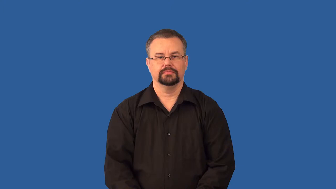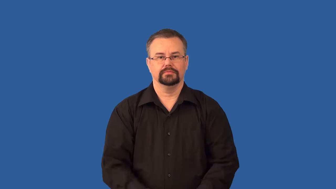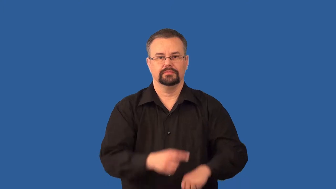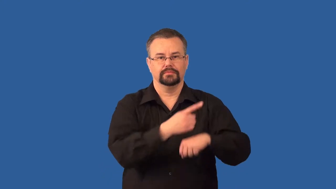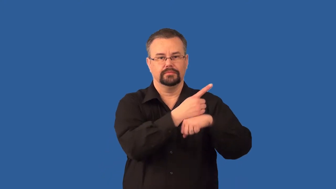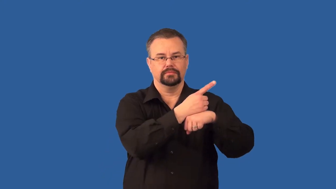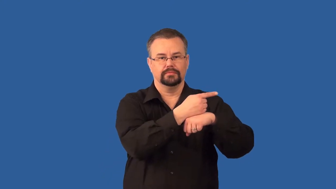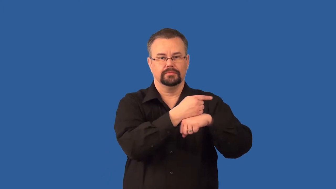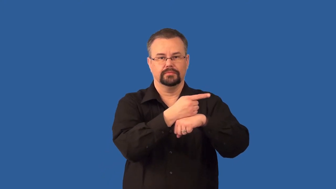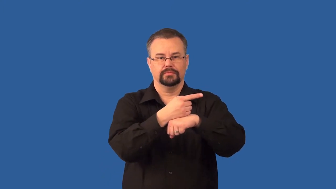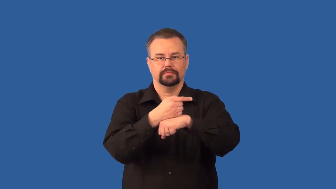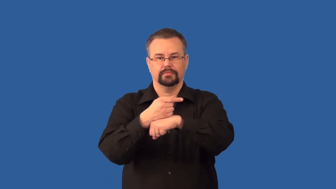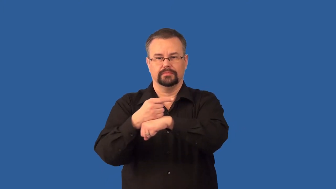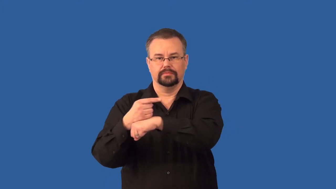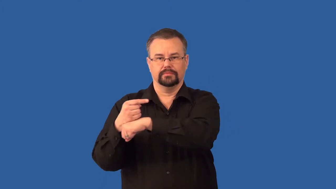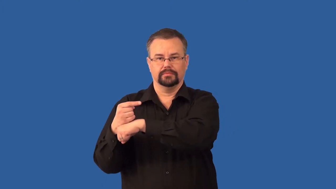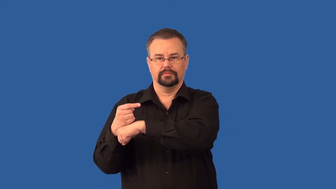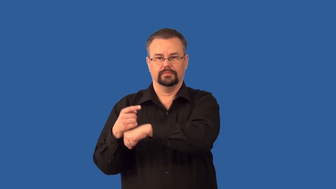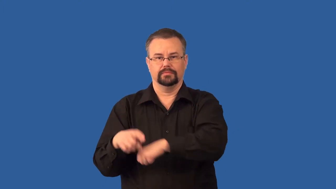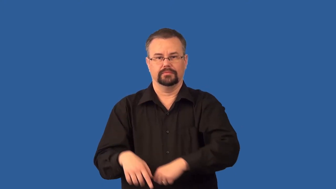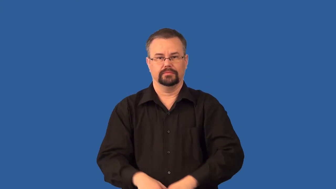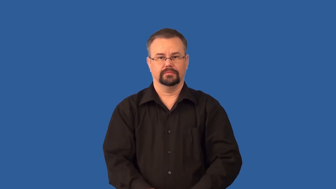flagellate